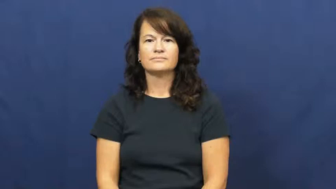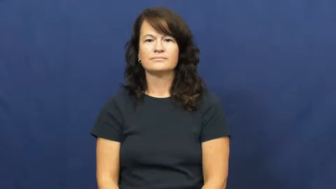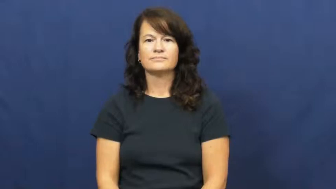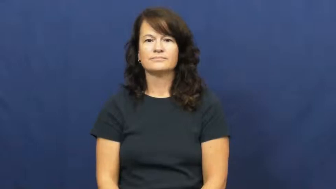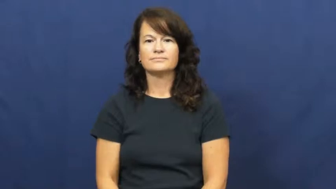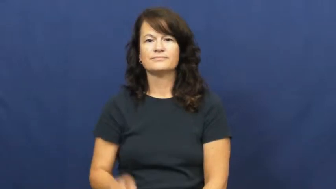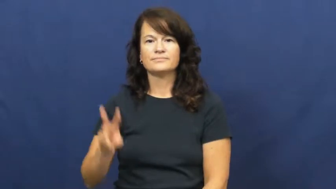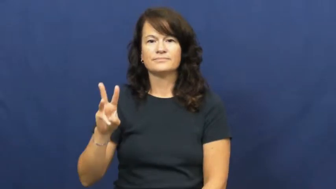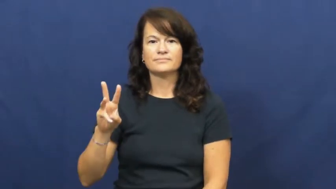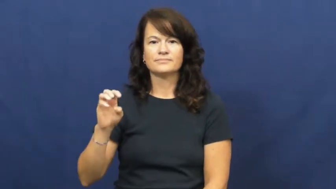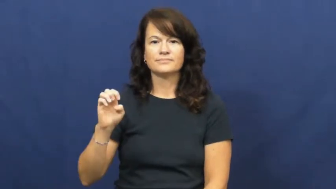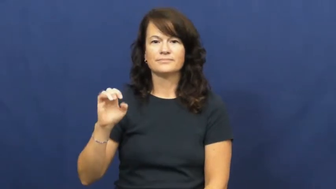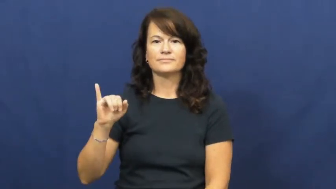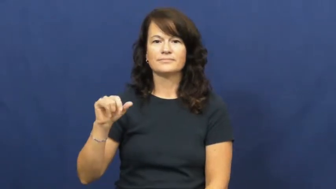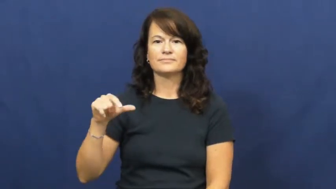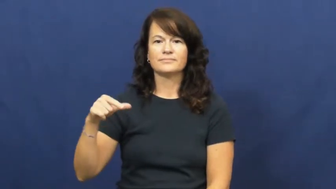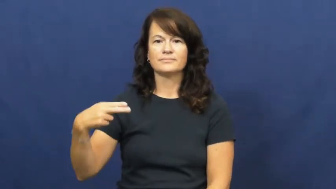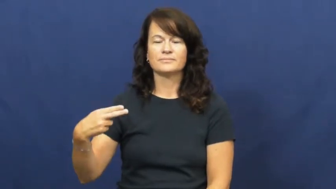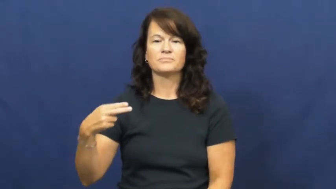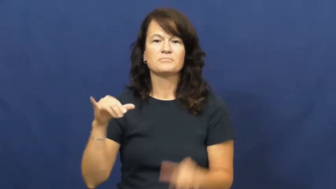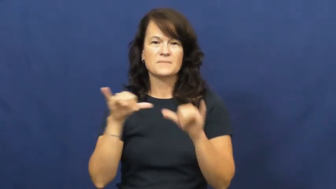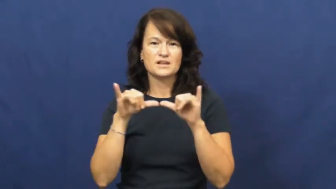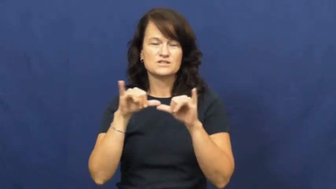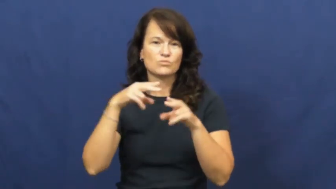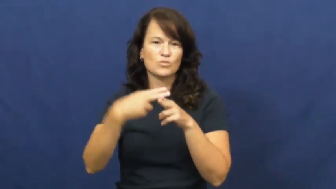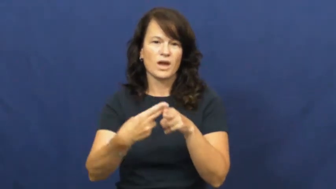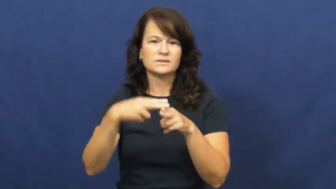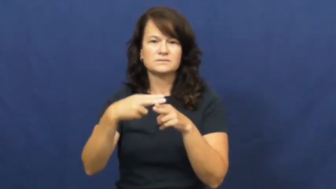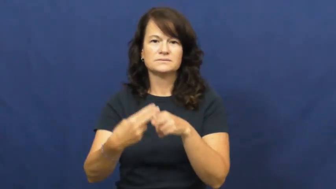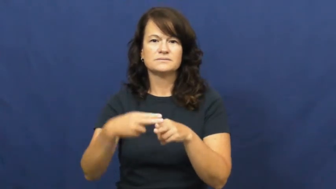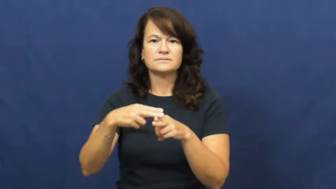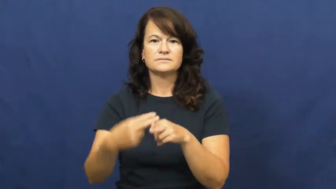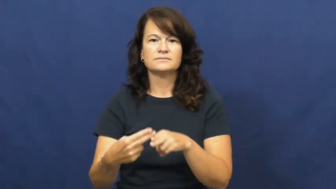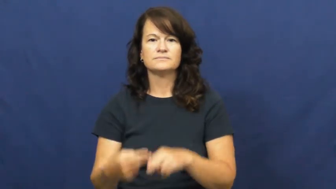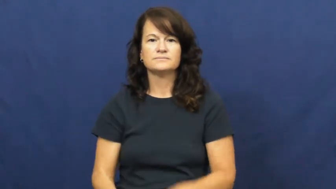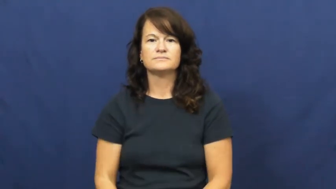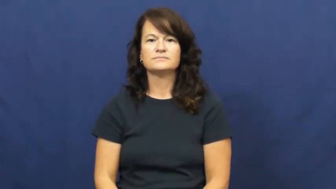weigh